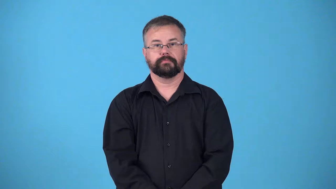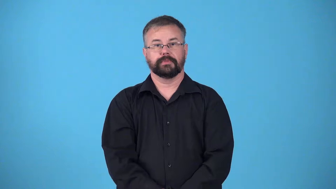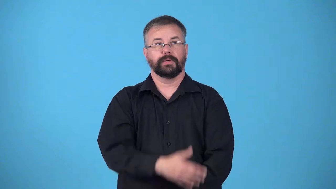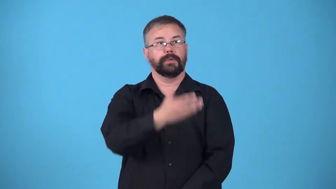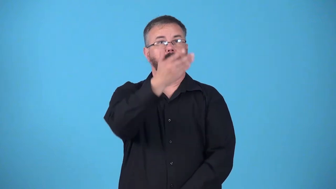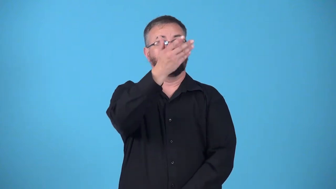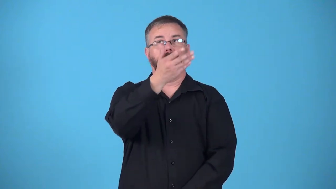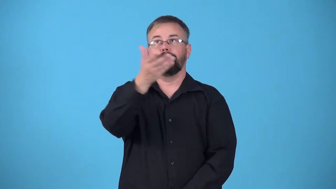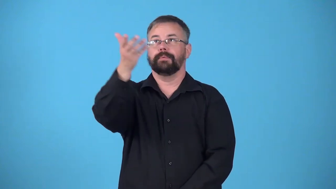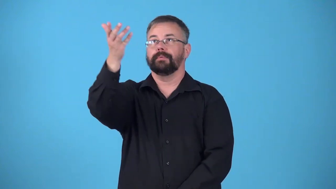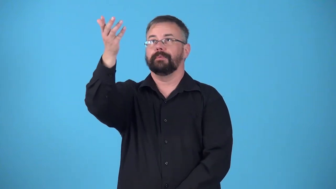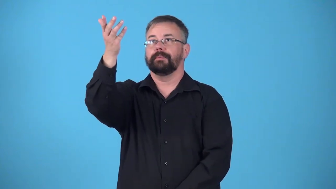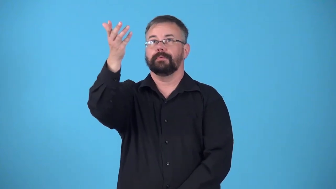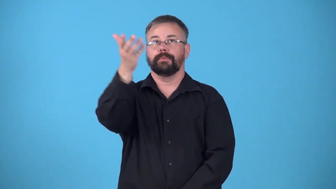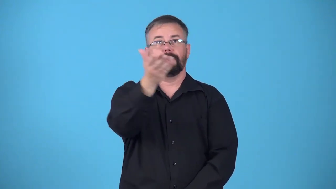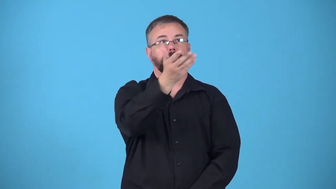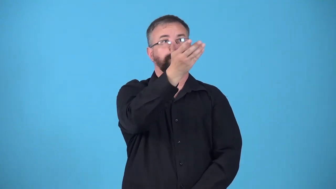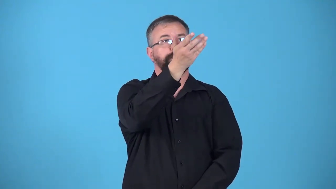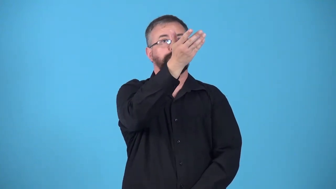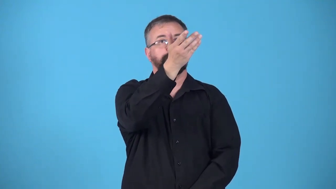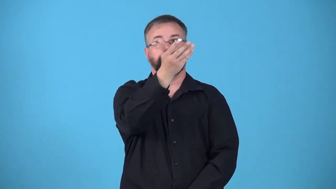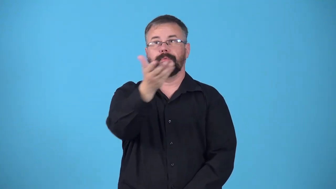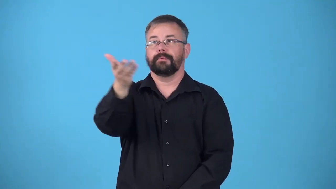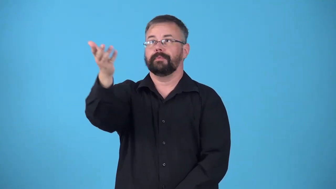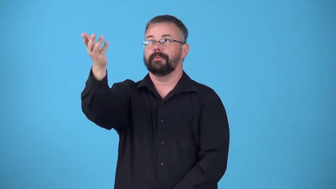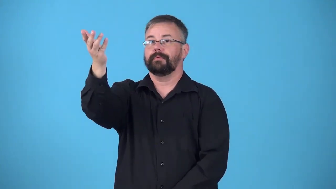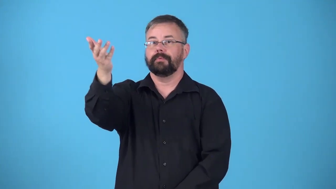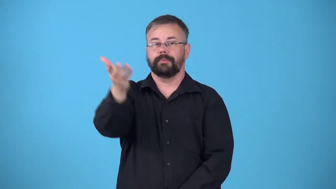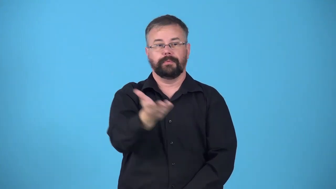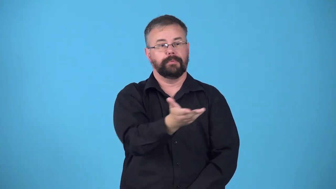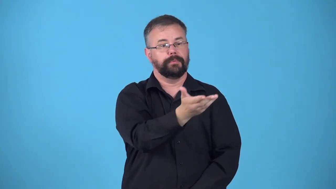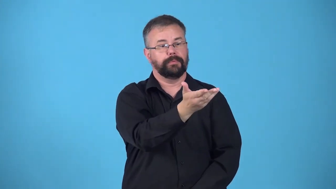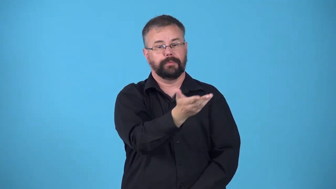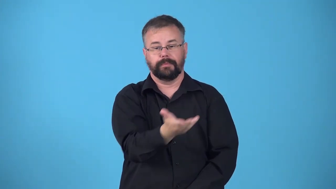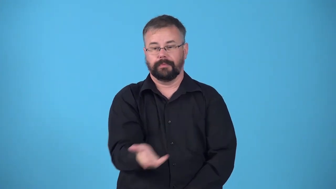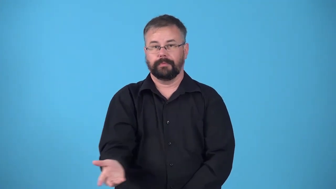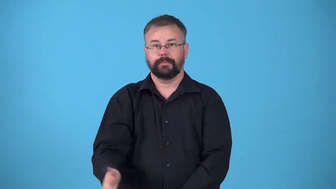drift,float